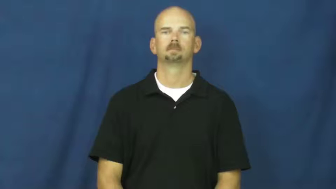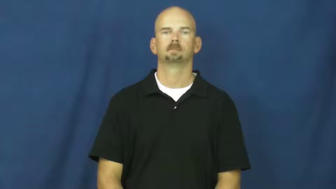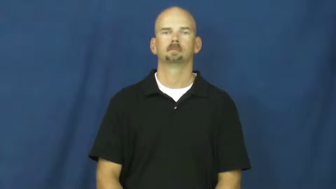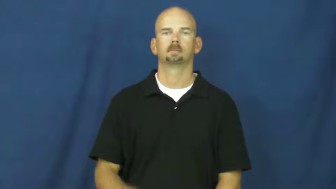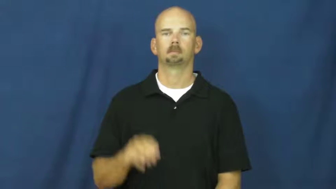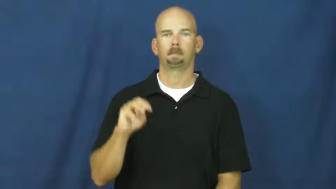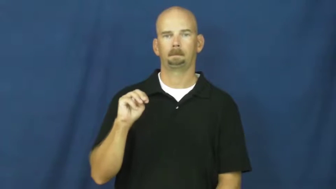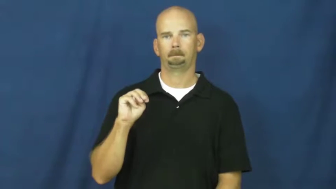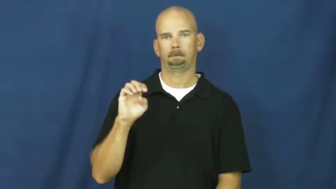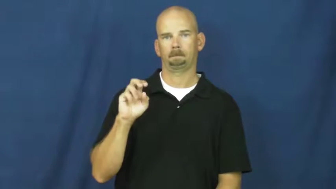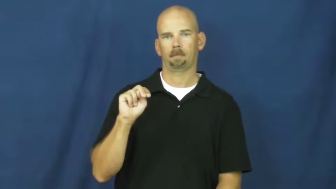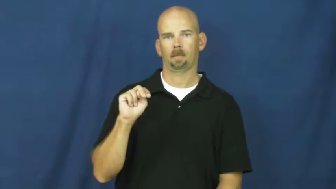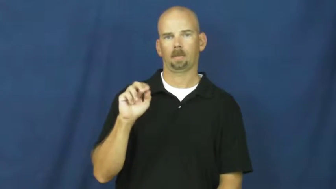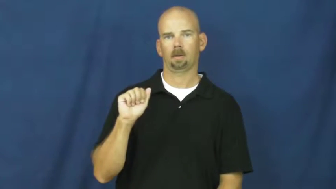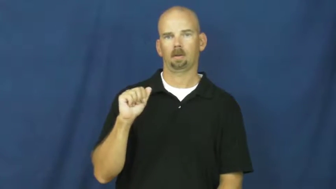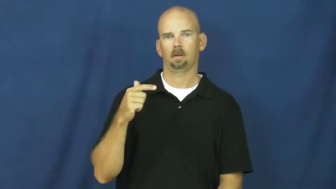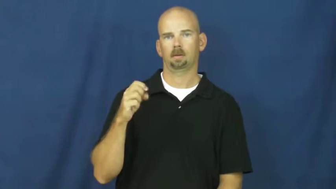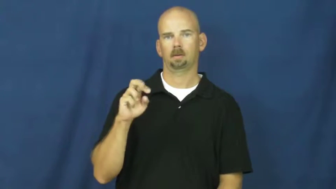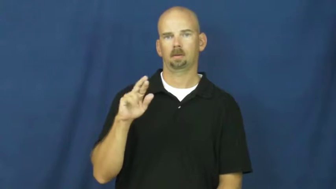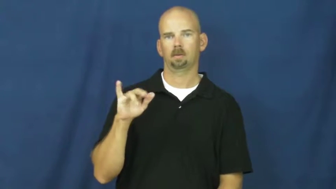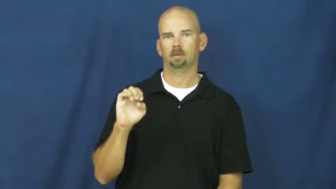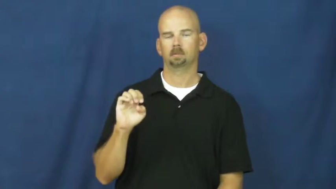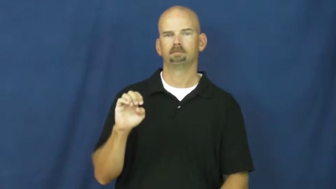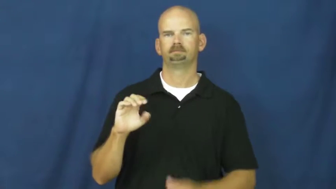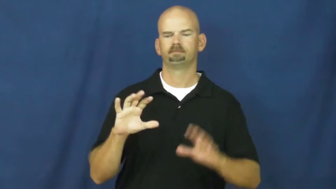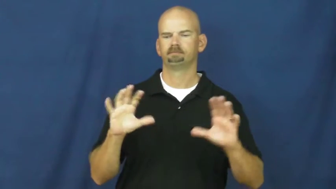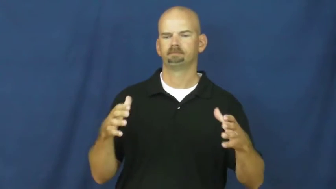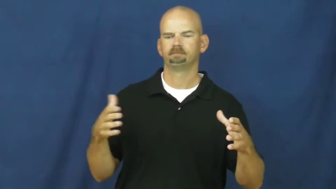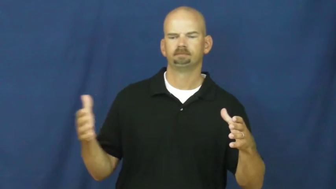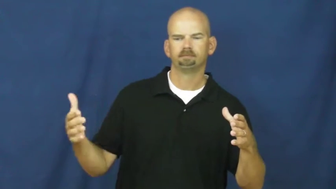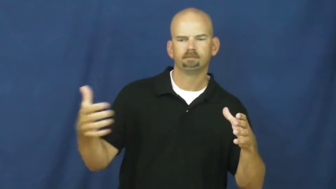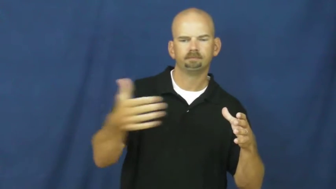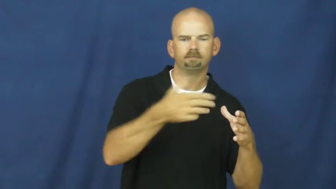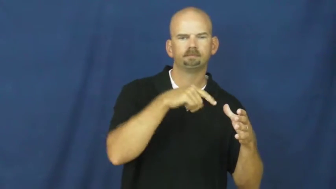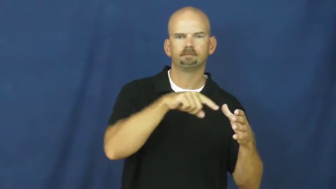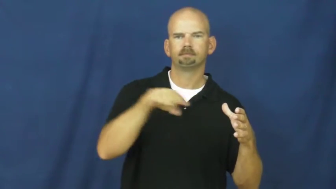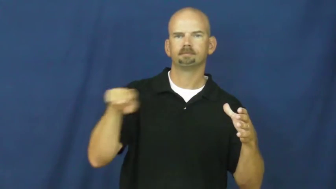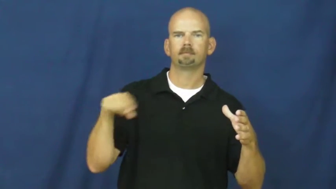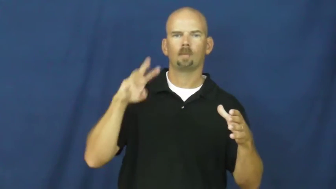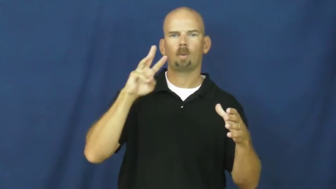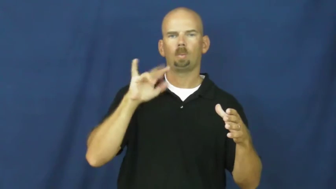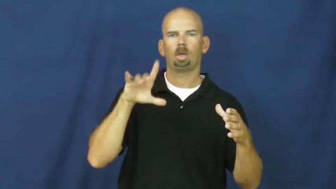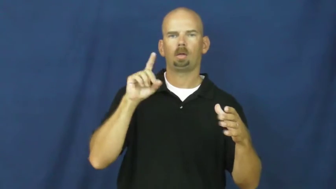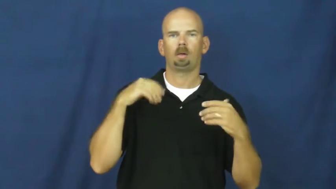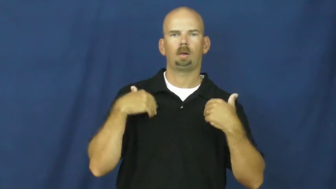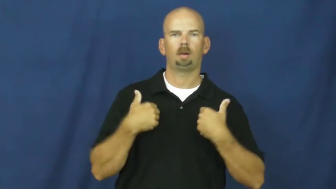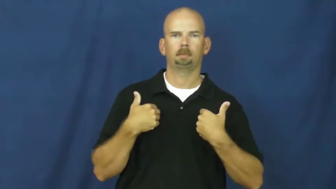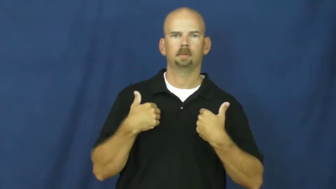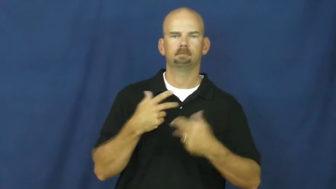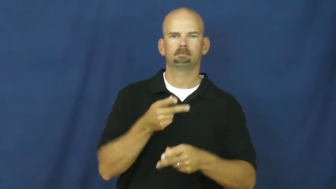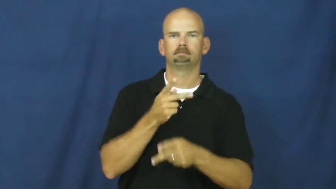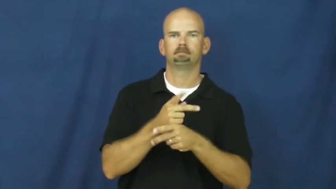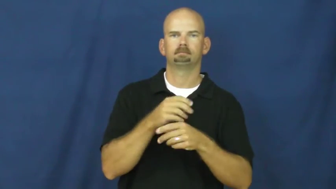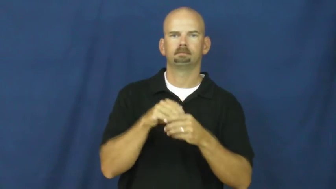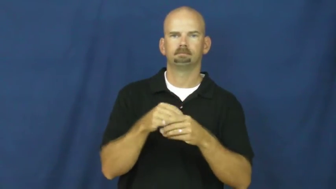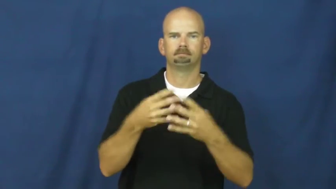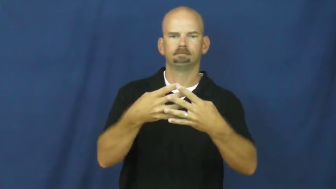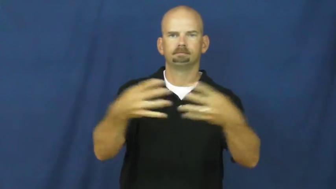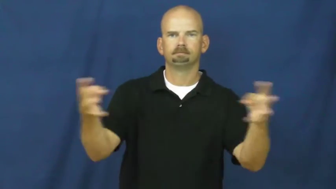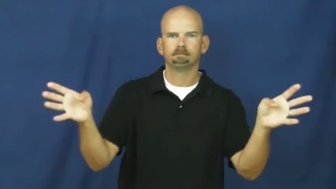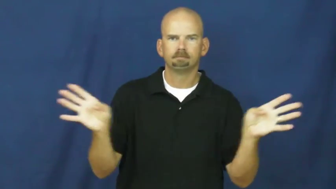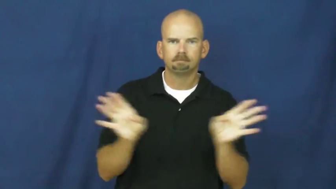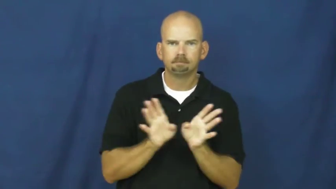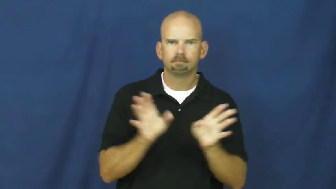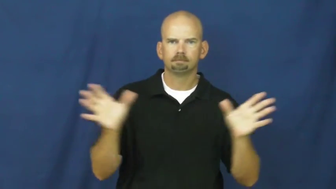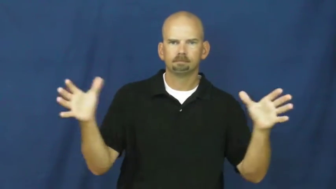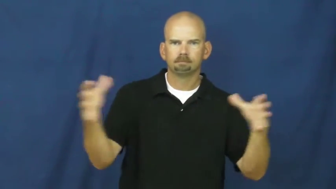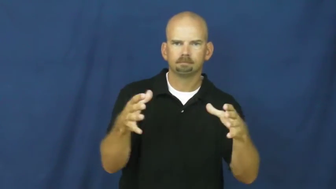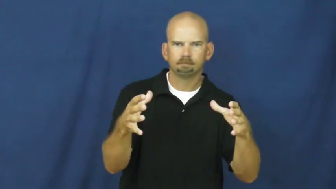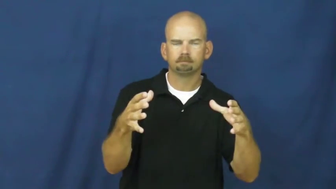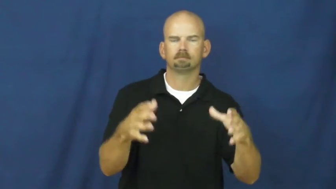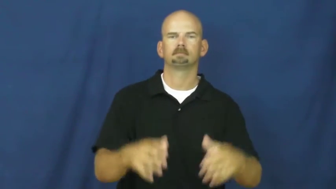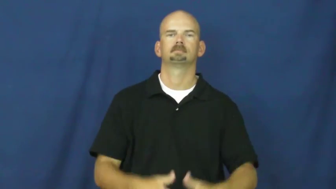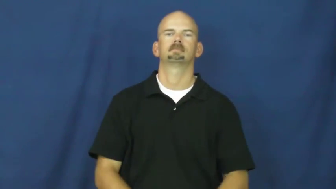menagerie